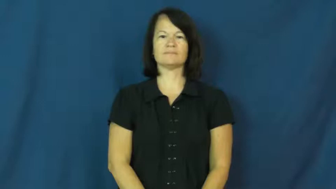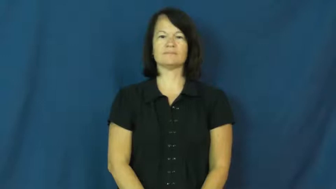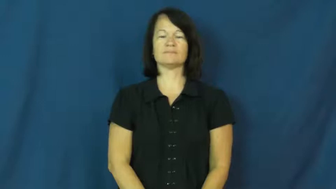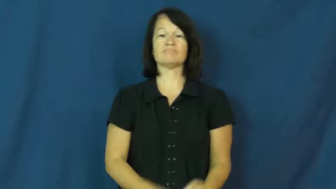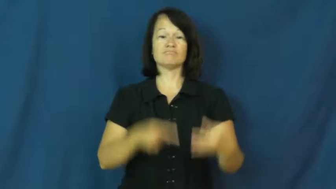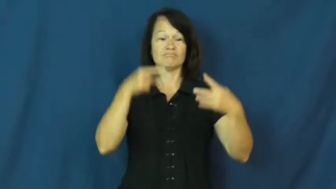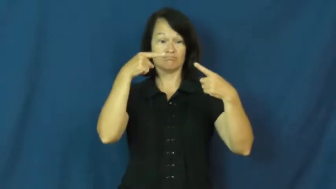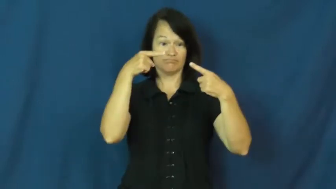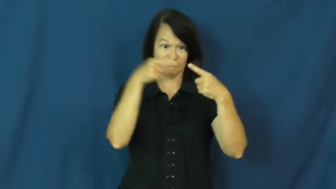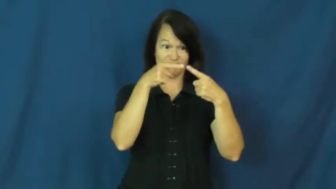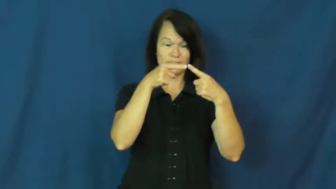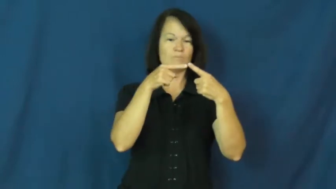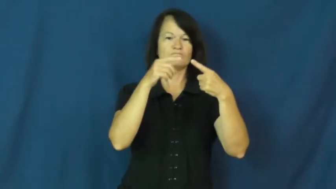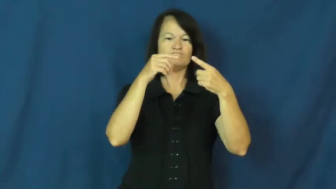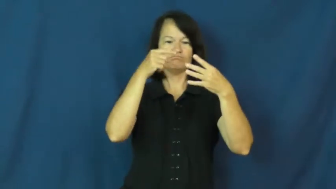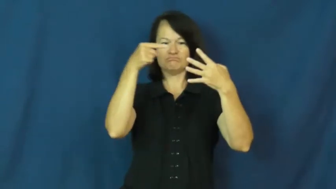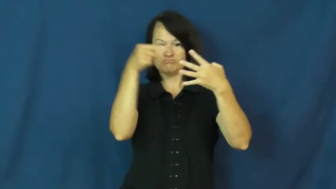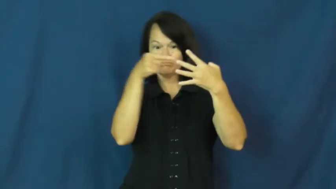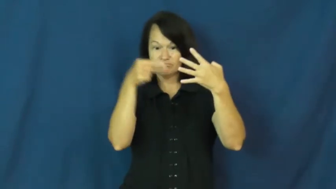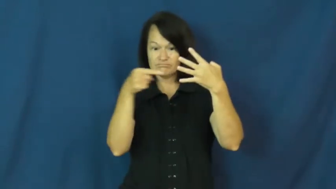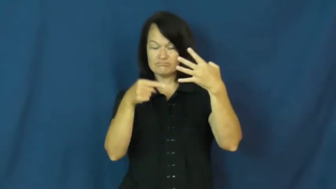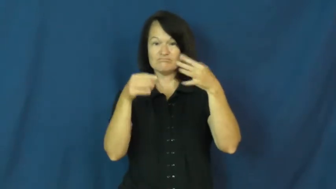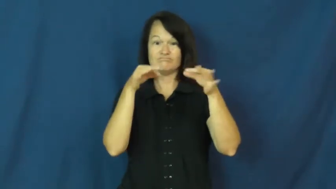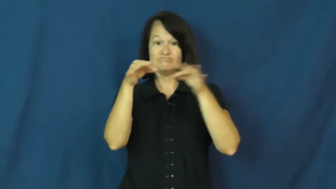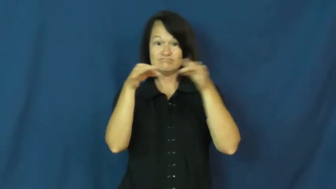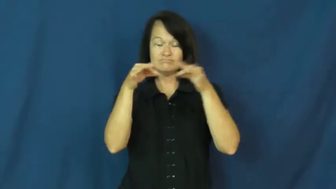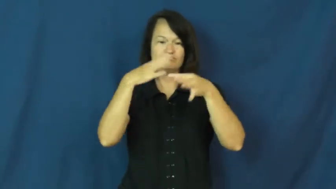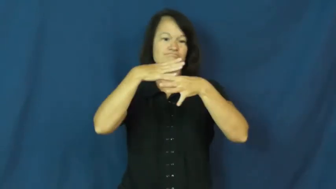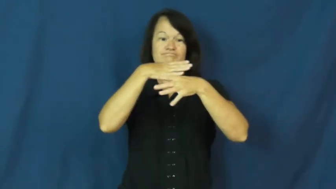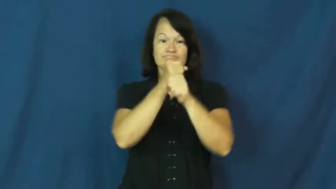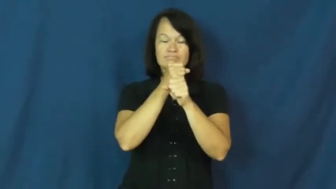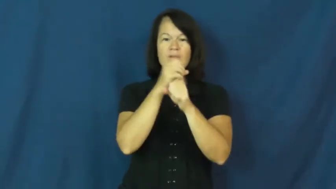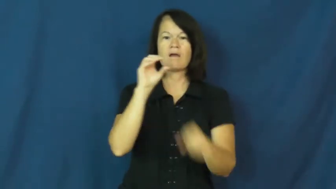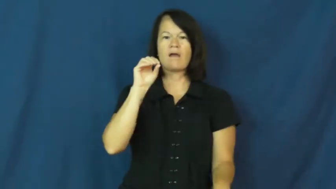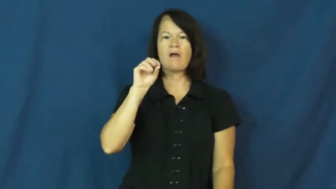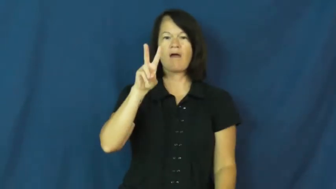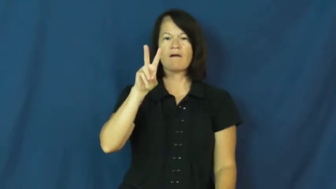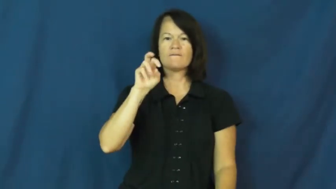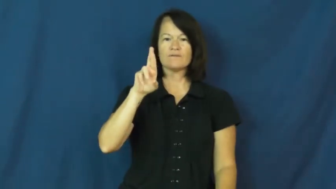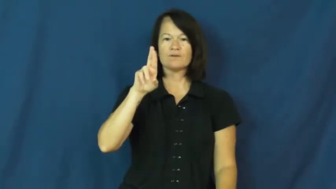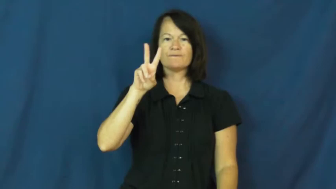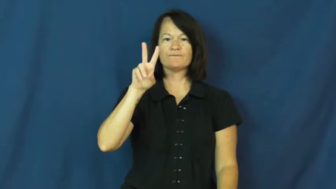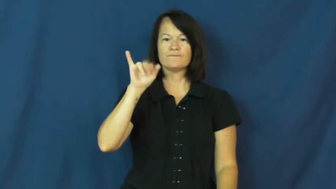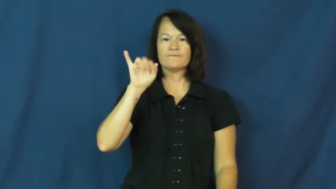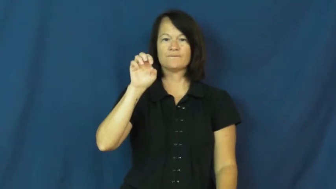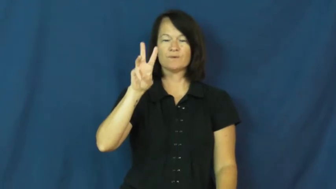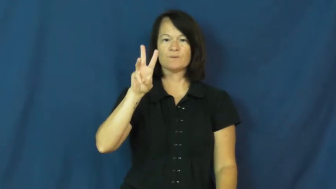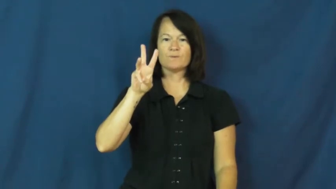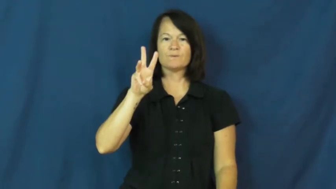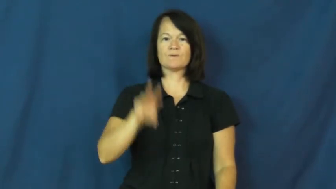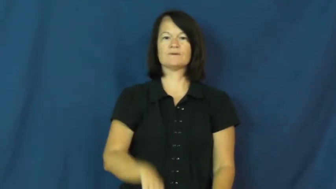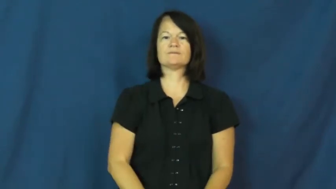overview